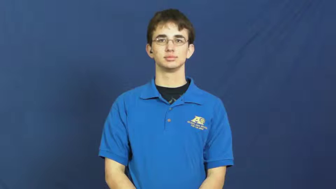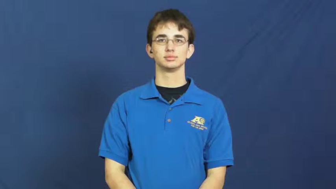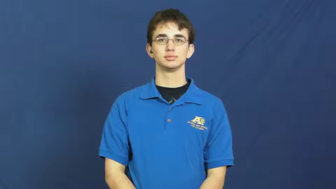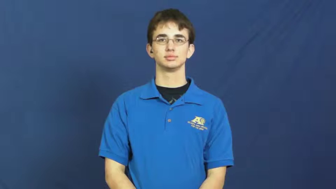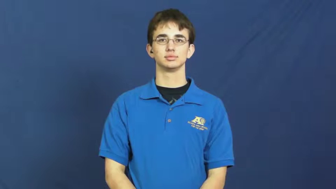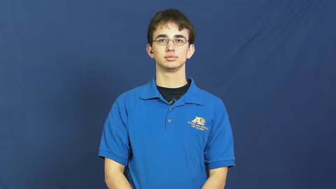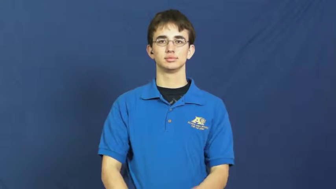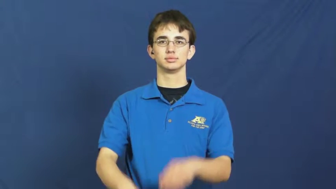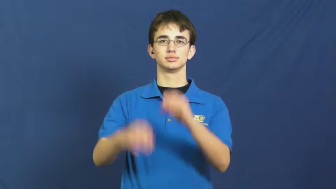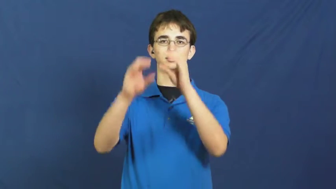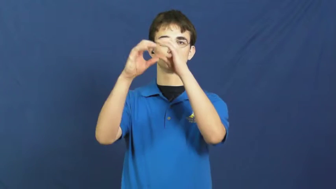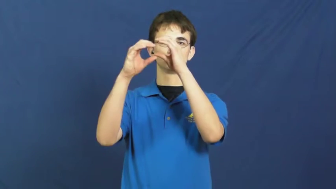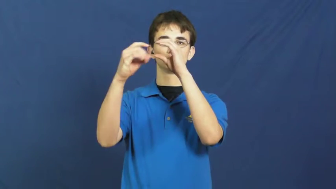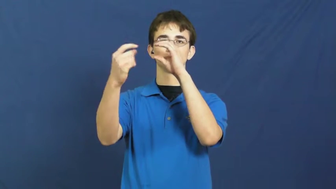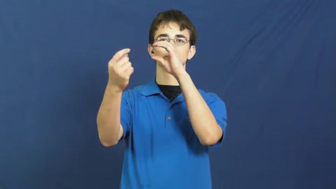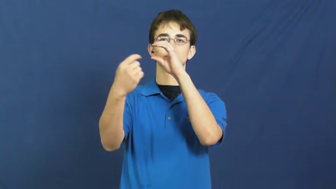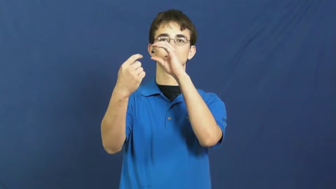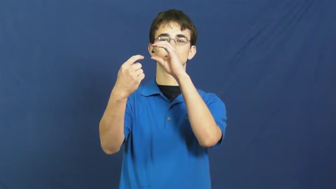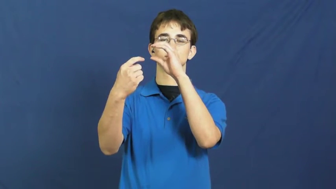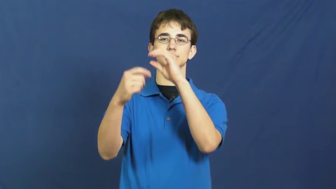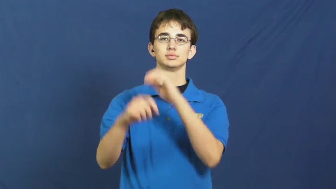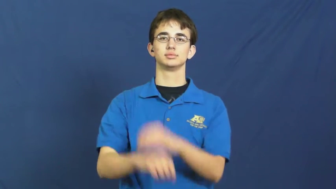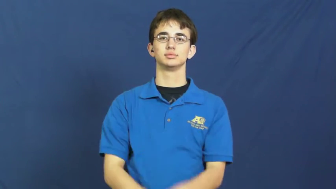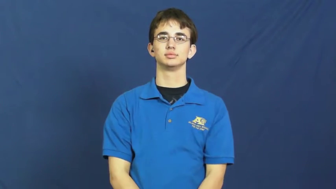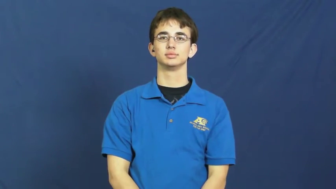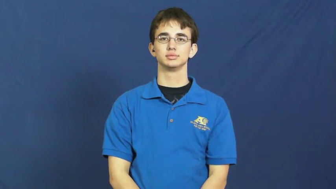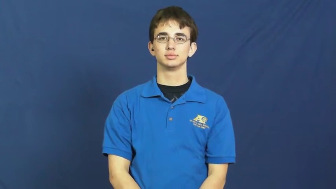lens